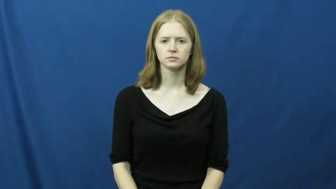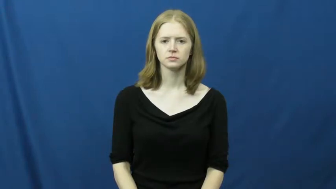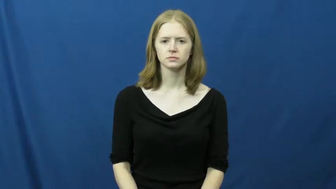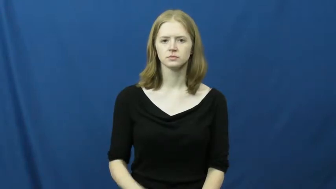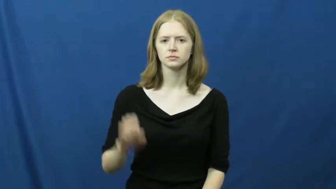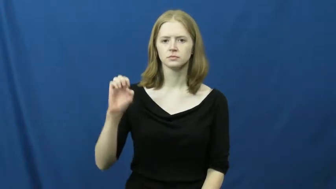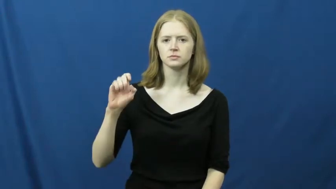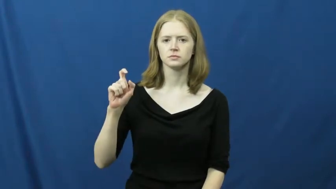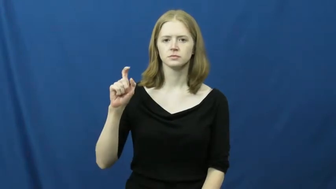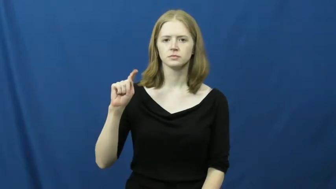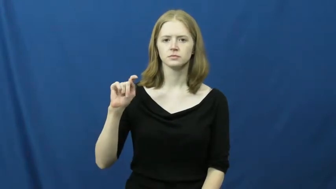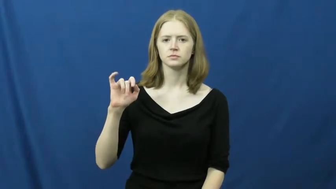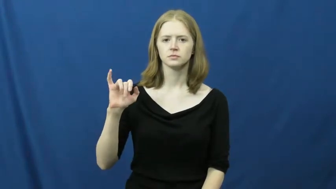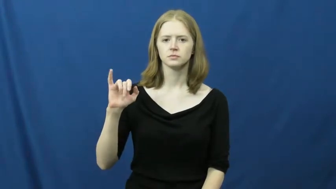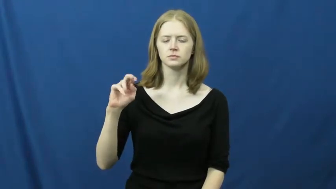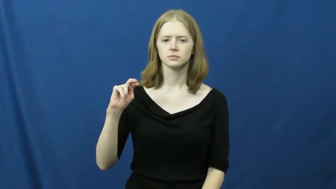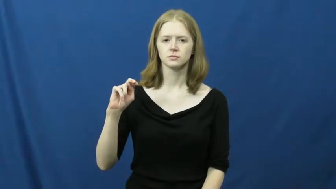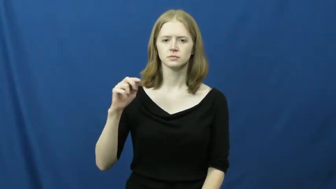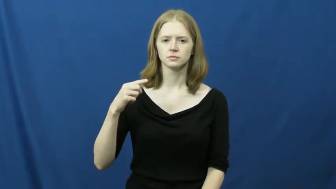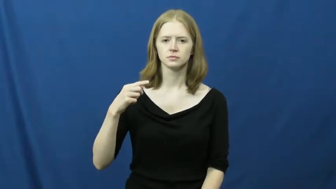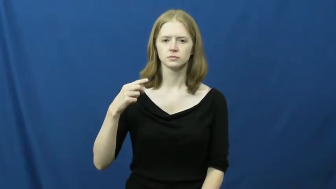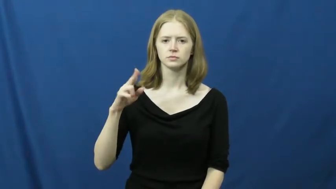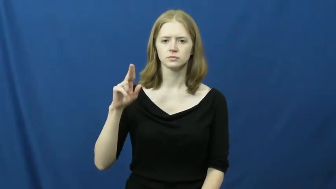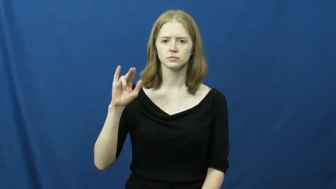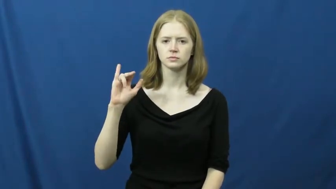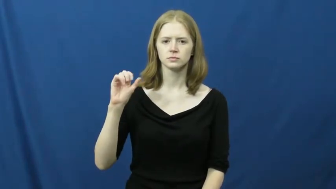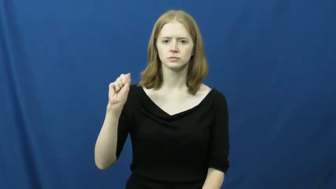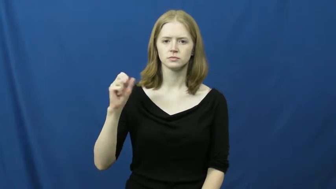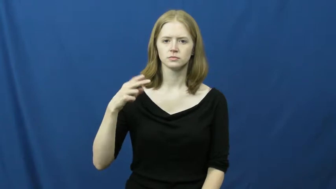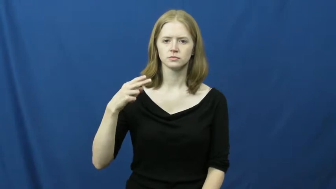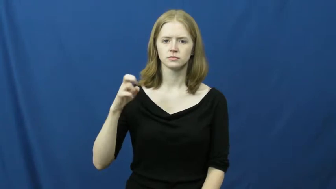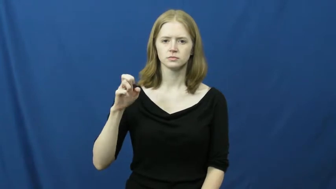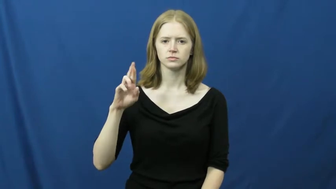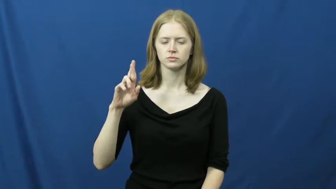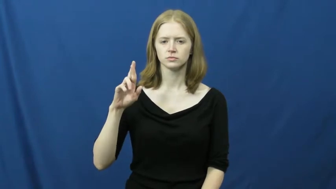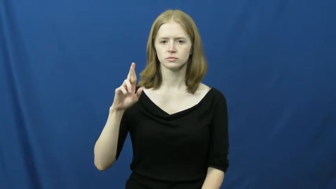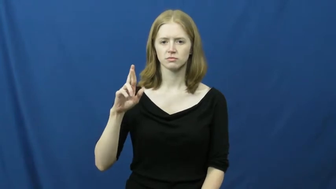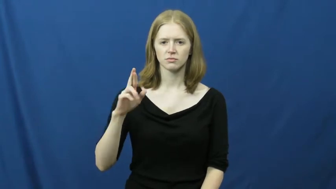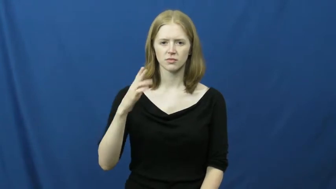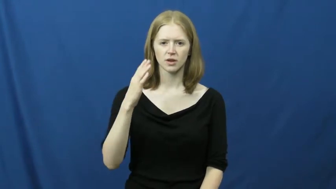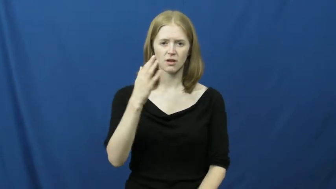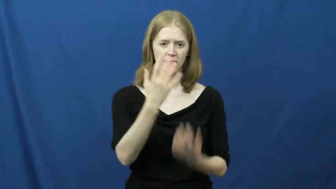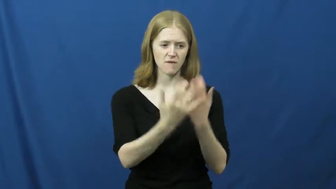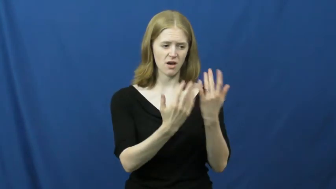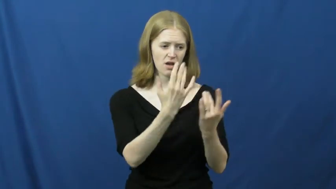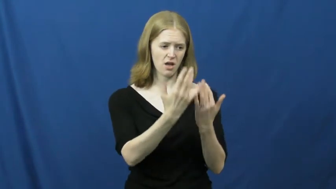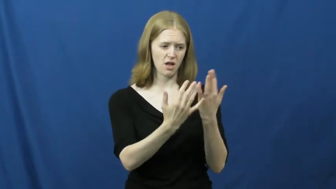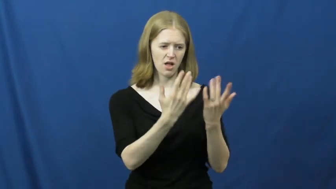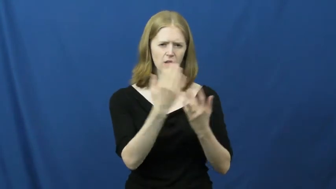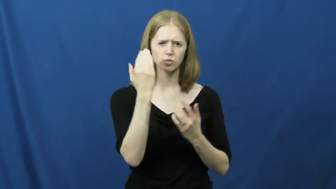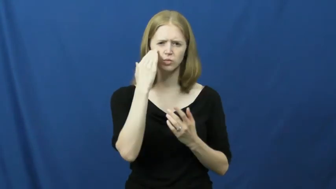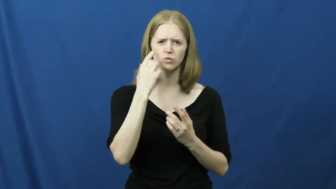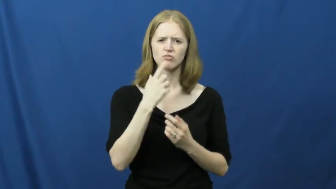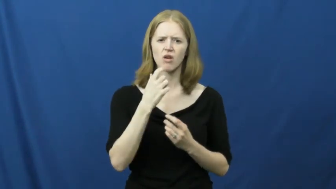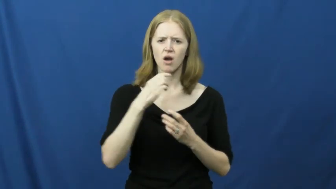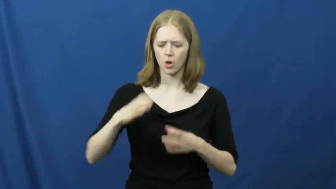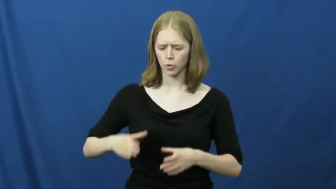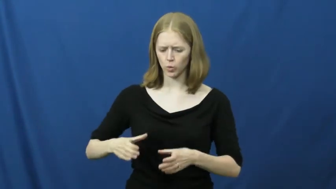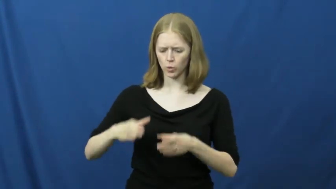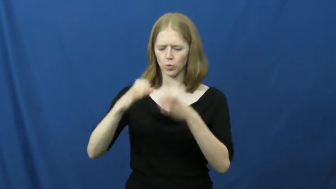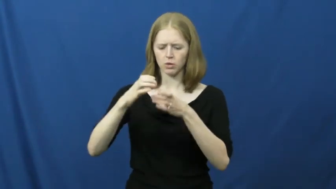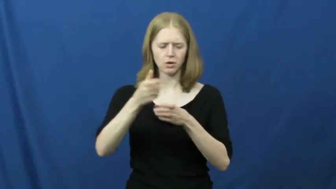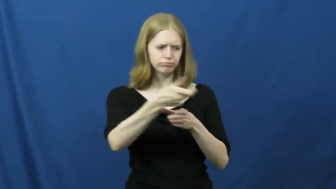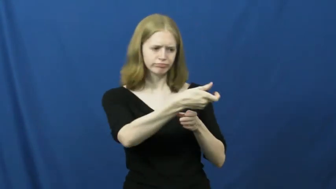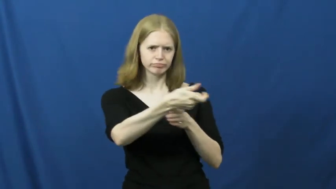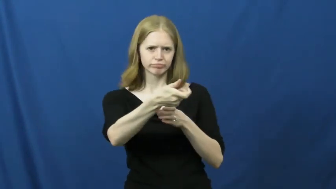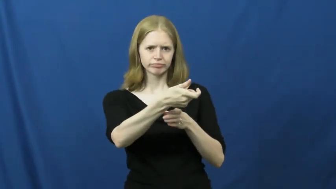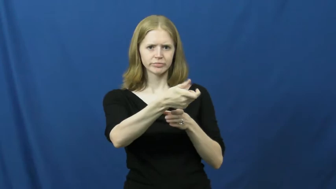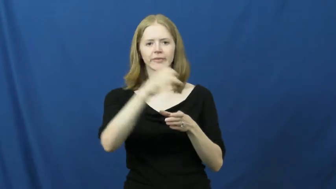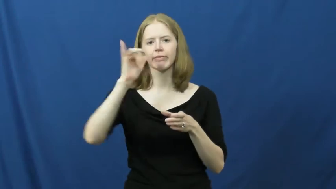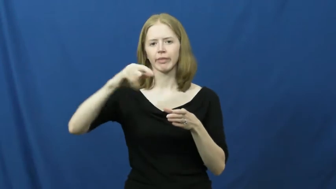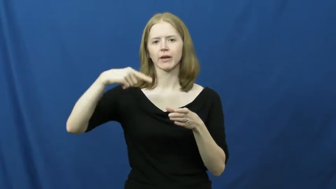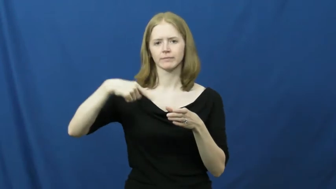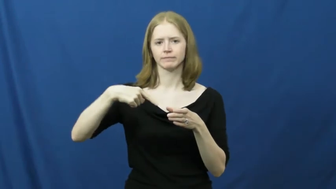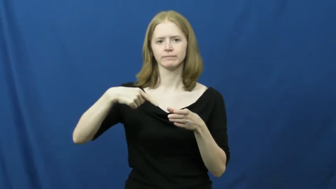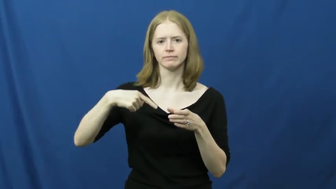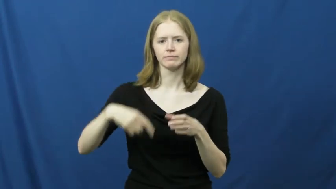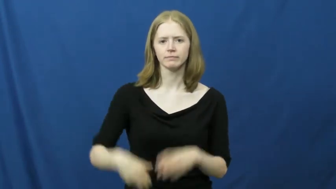extinguisher